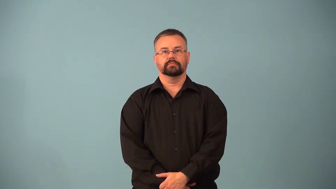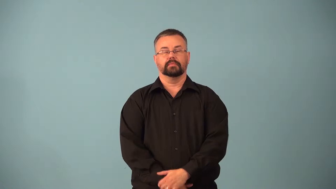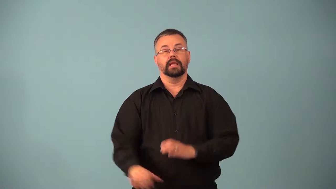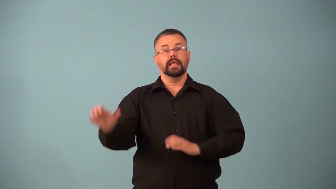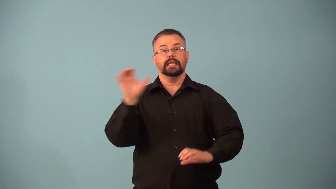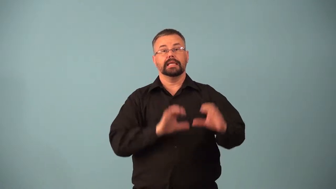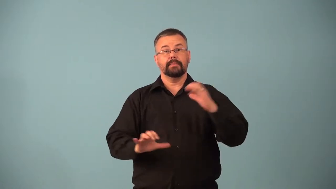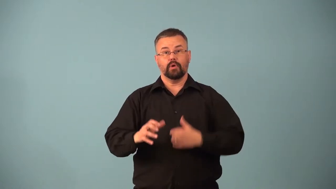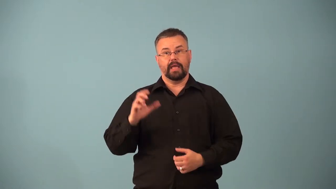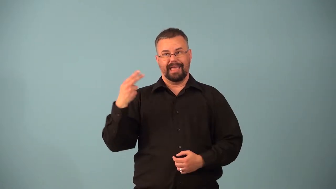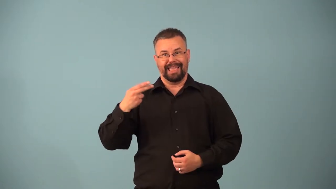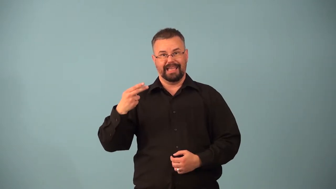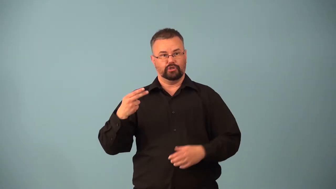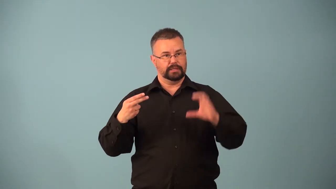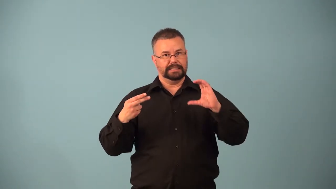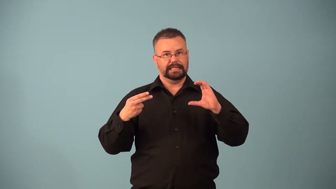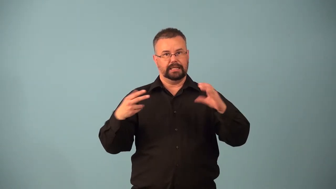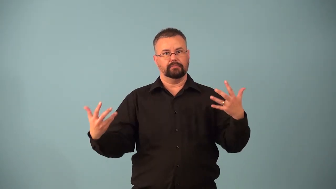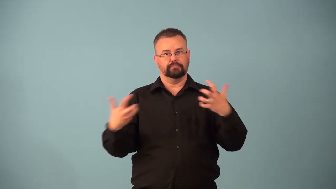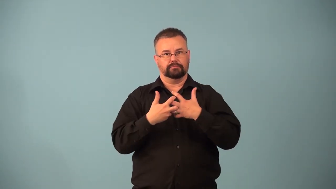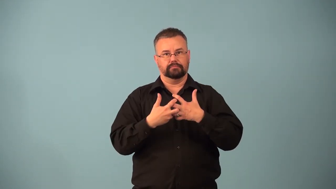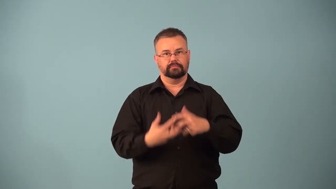hydrocarbon